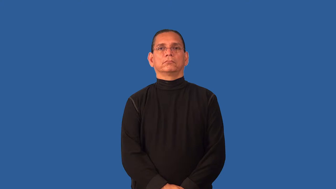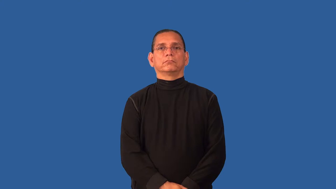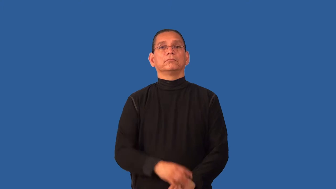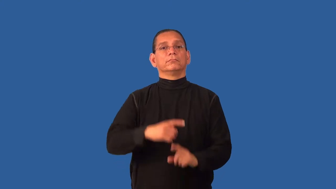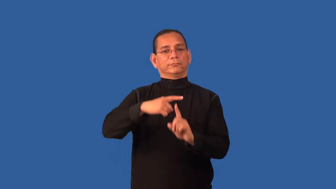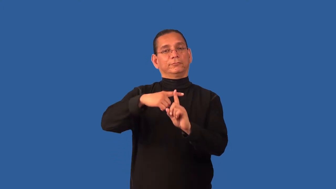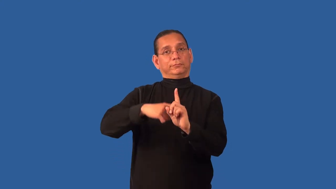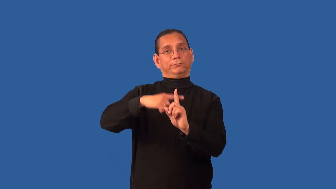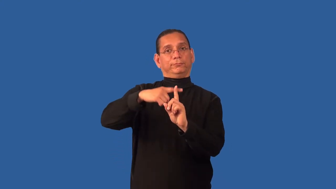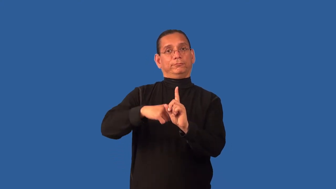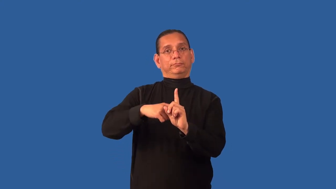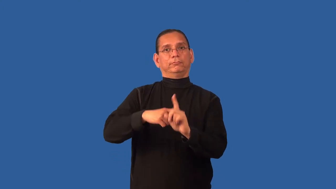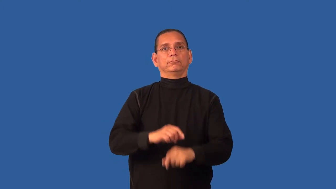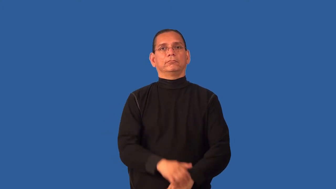degree-temperature